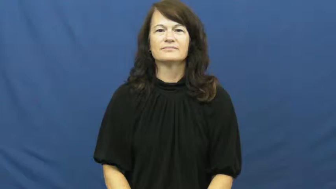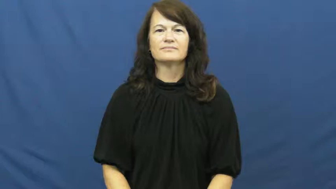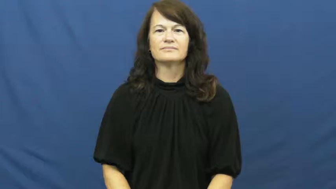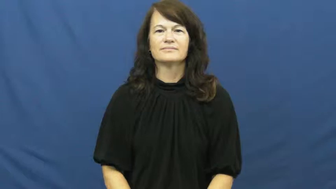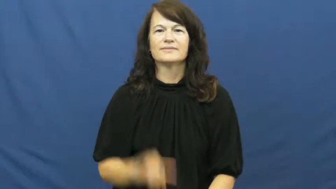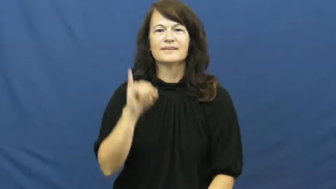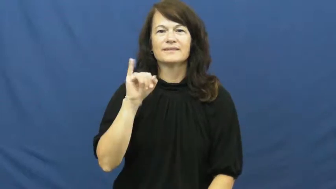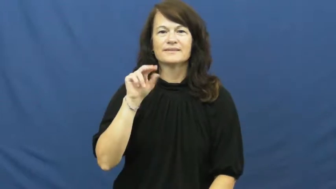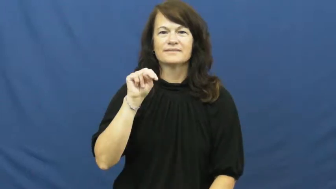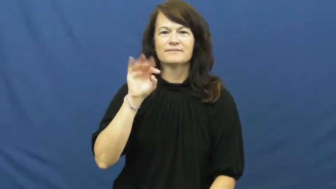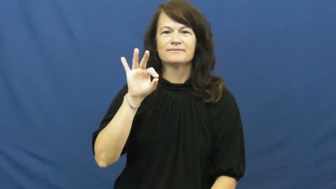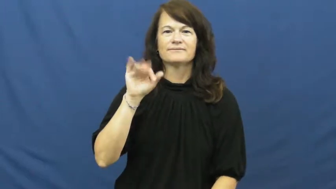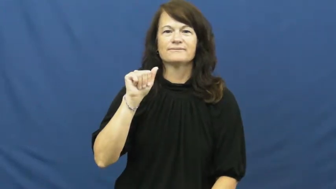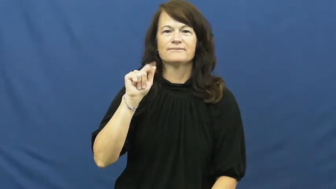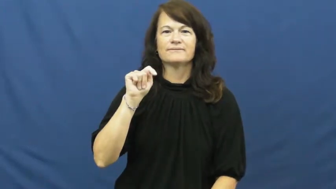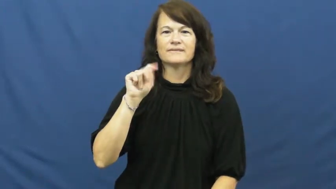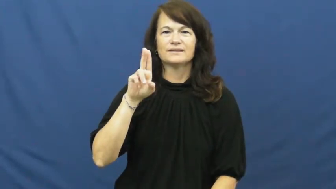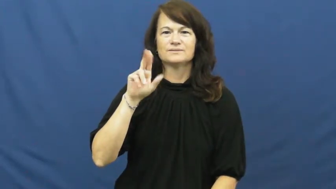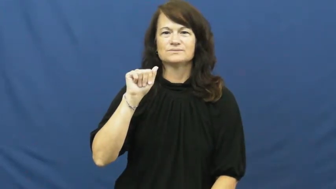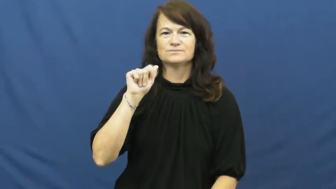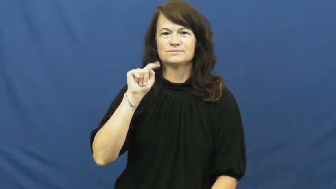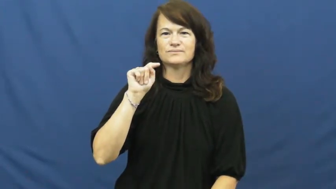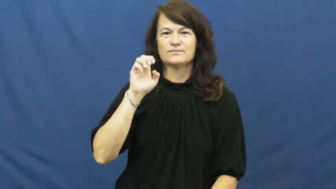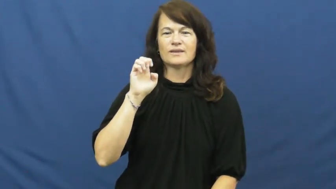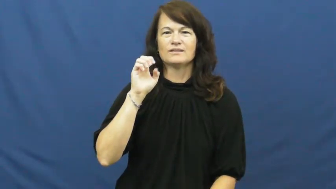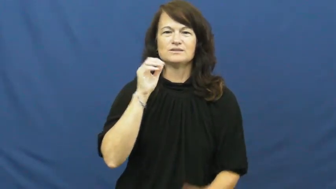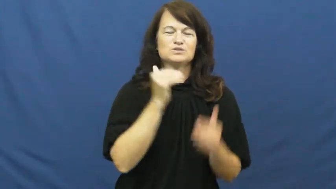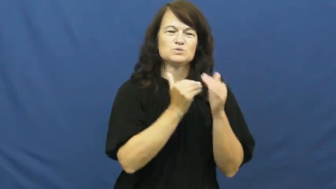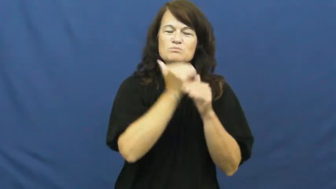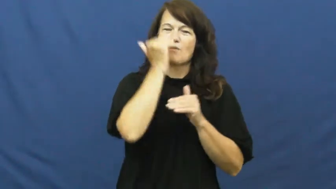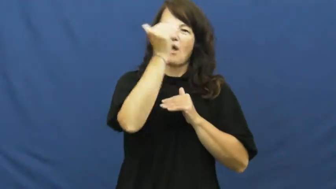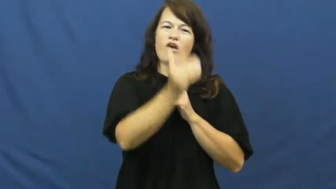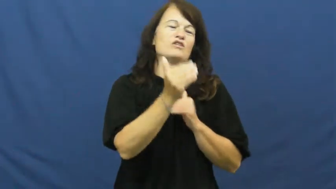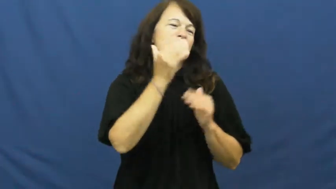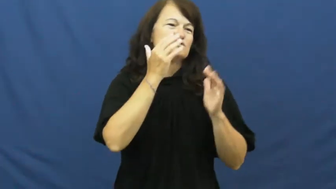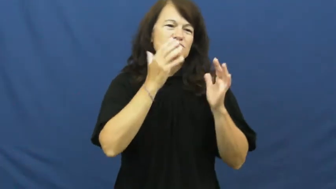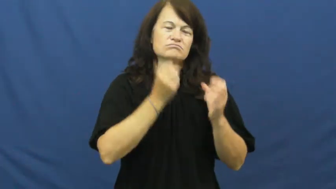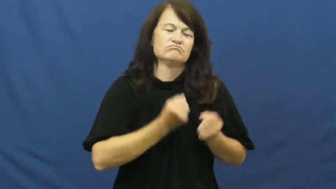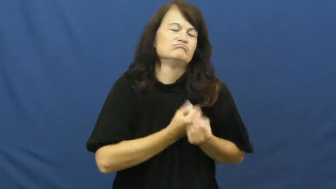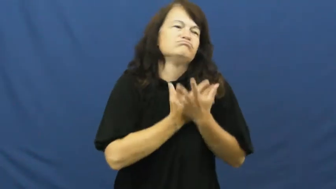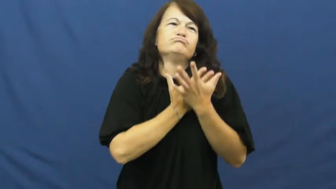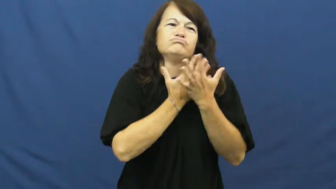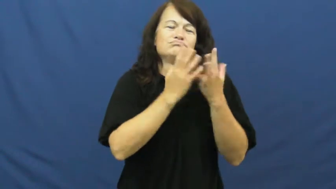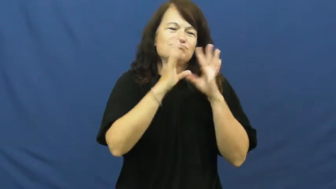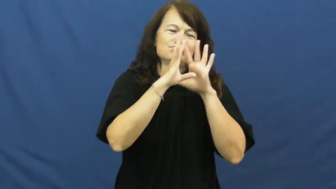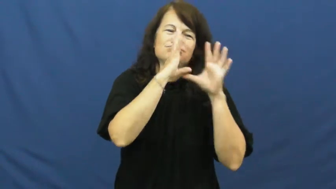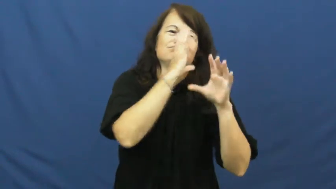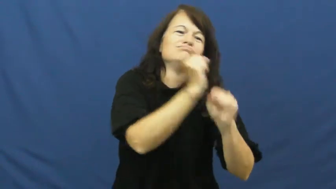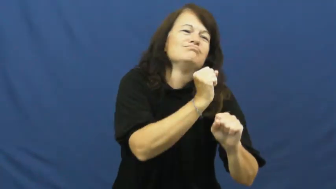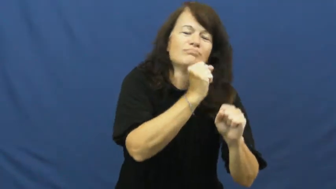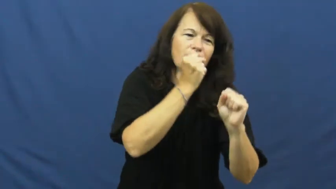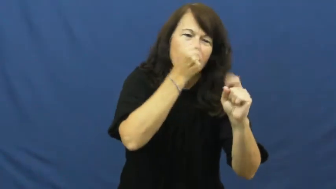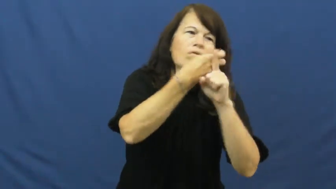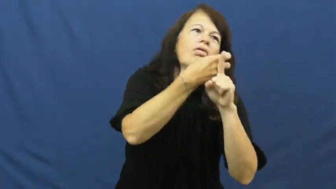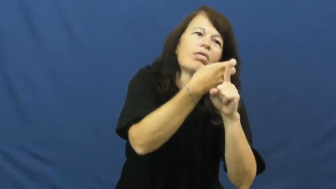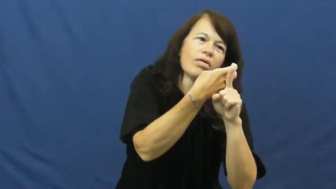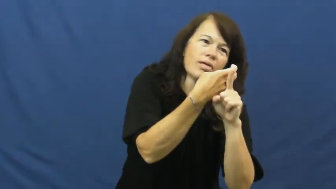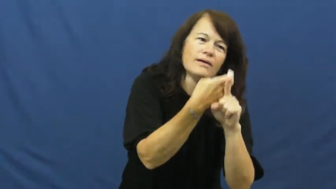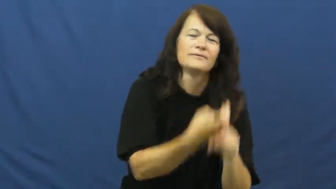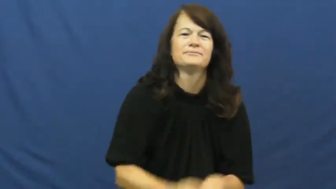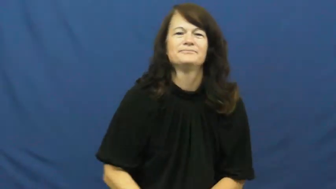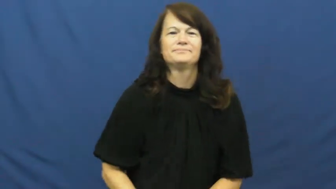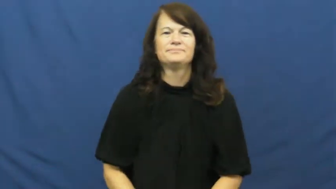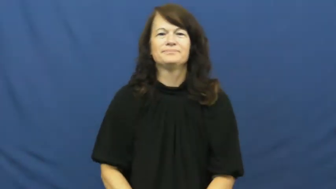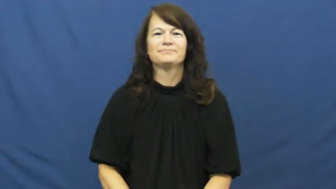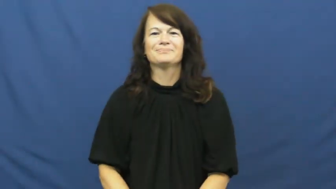infatuated